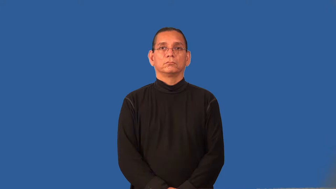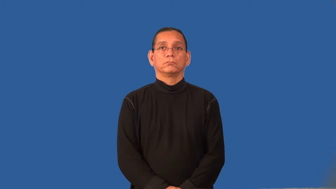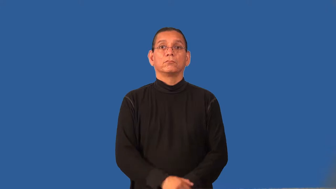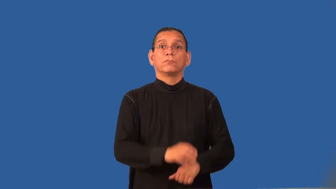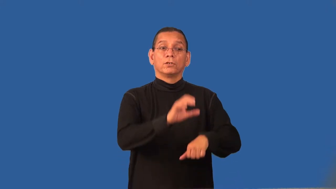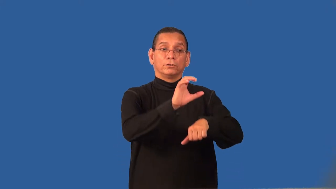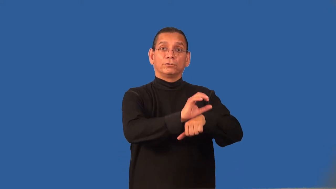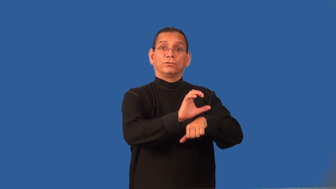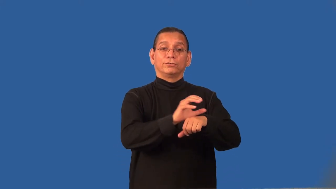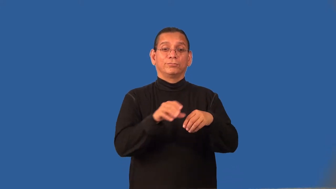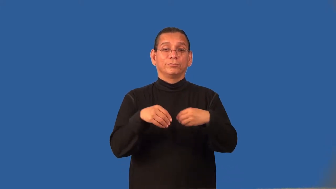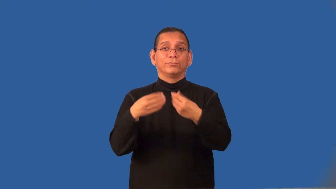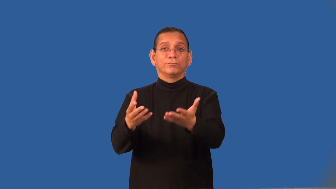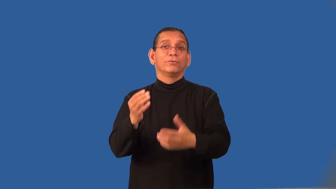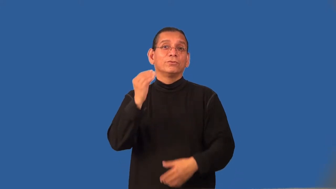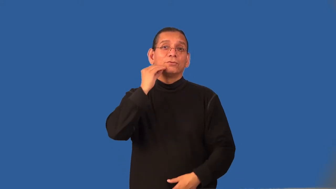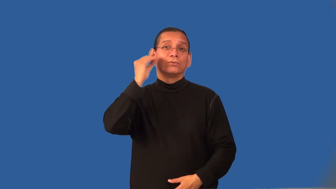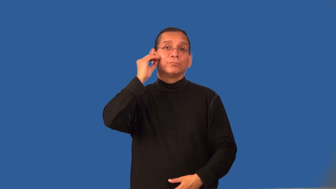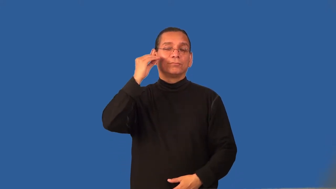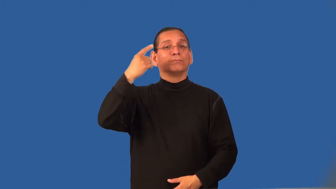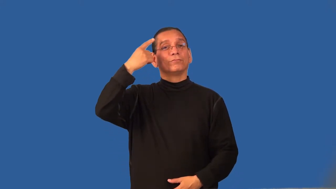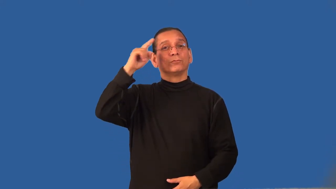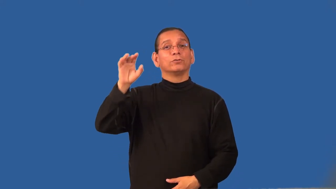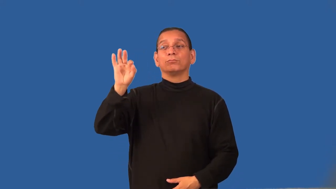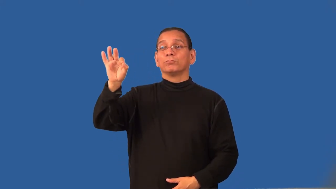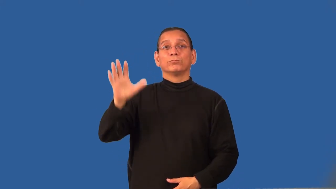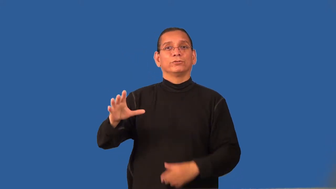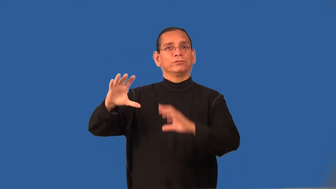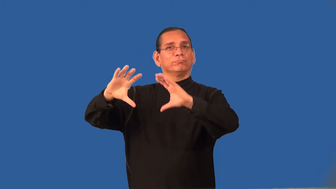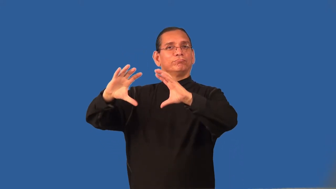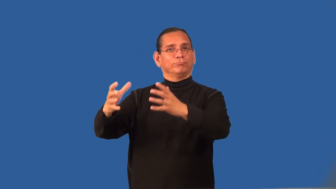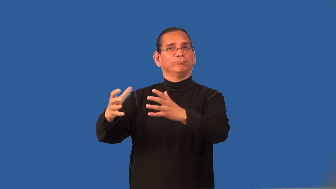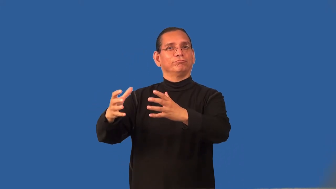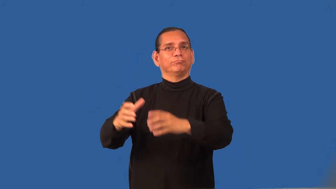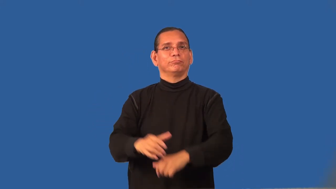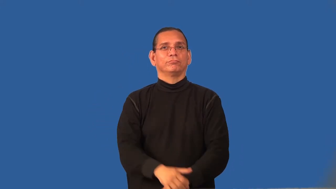rectory